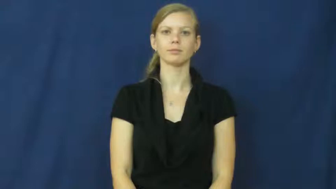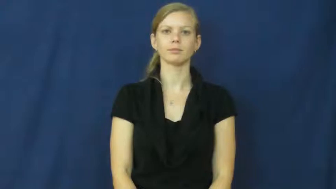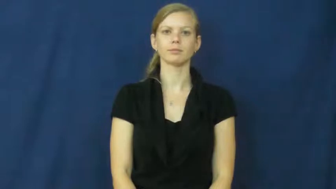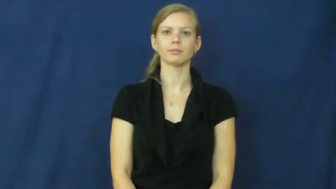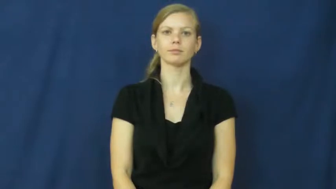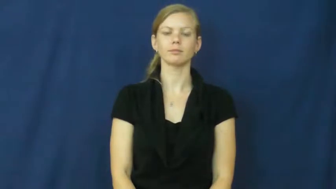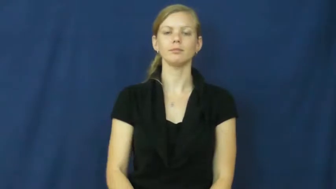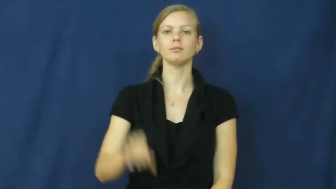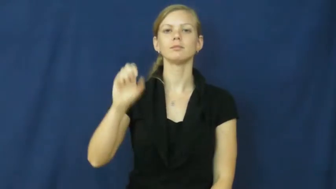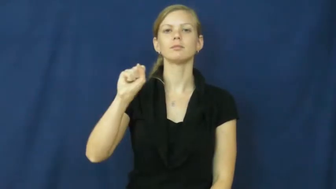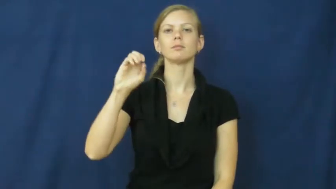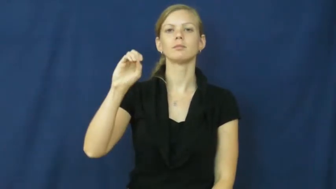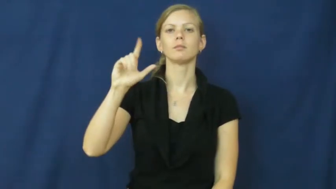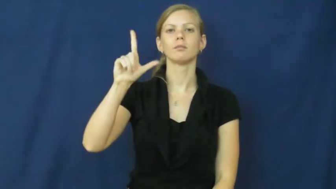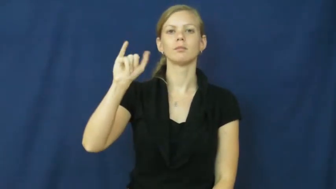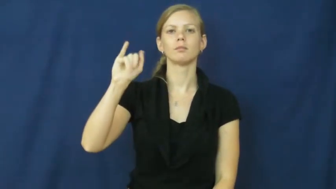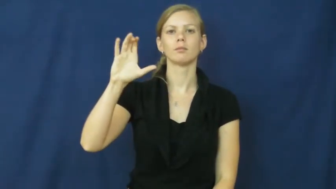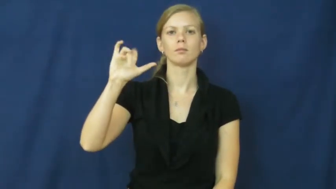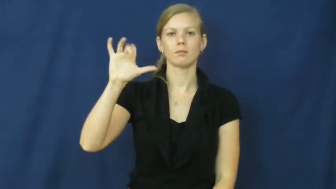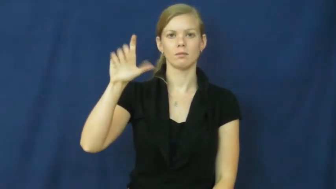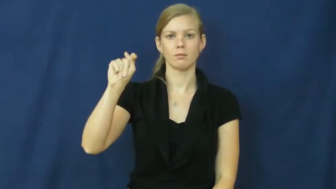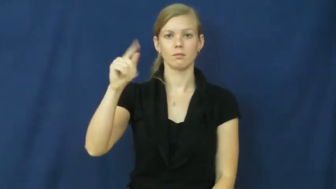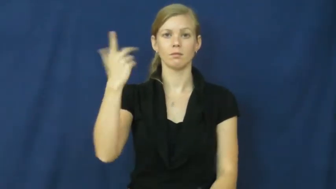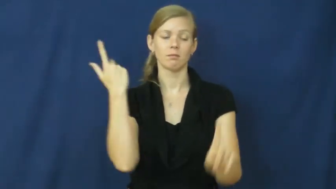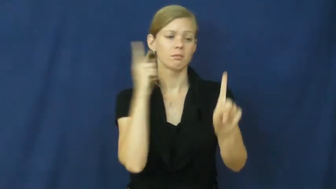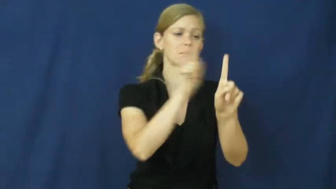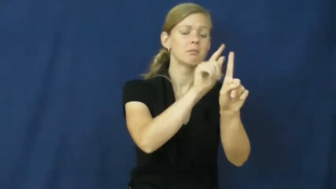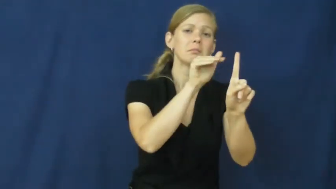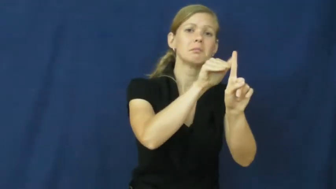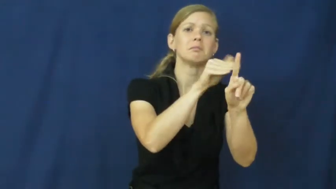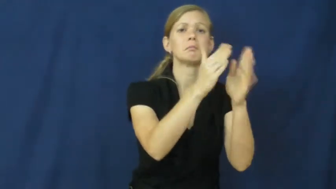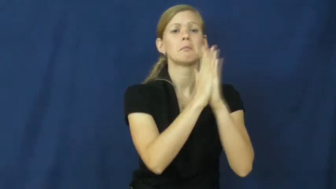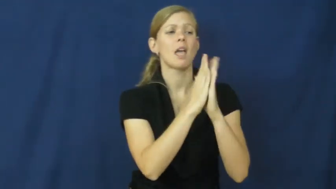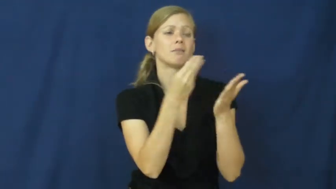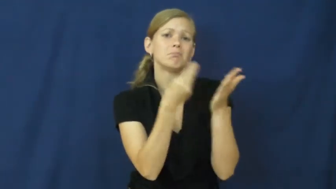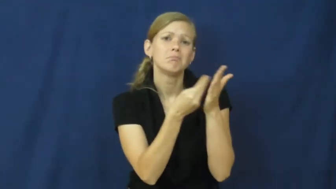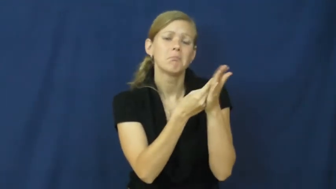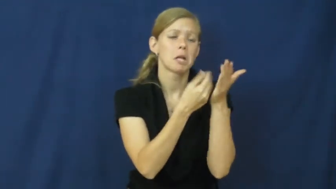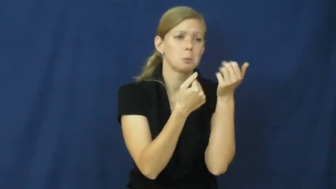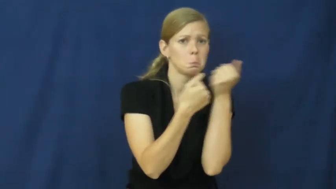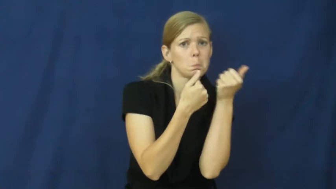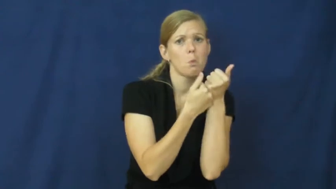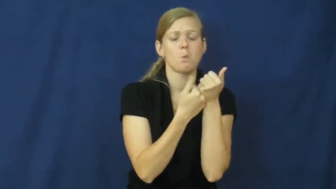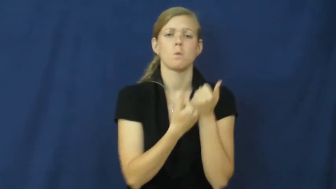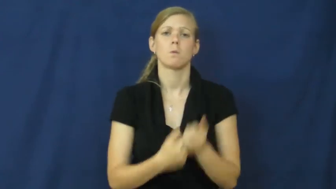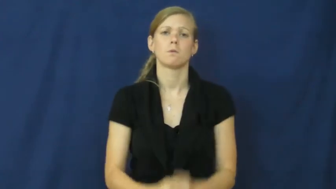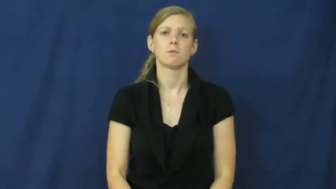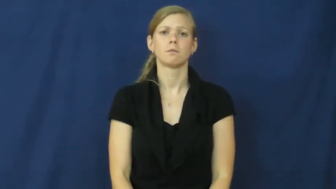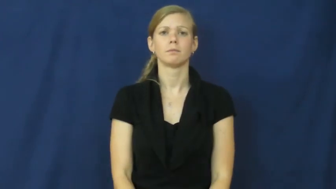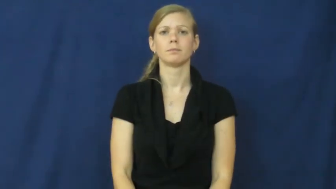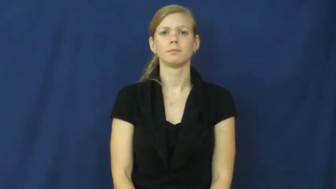solicit-ask for support